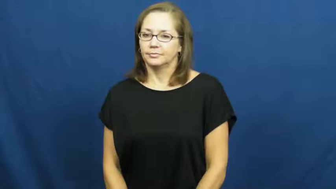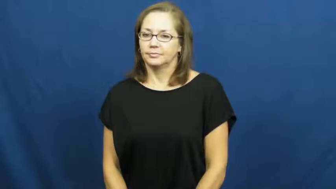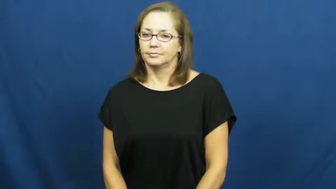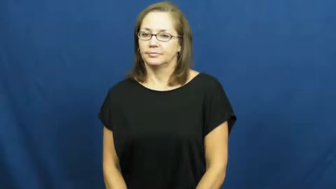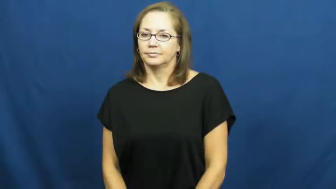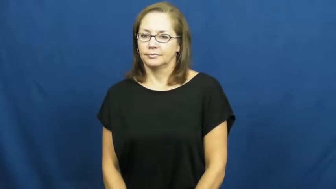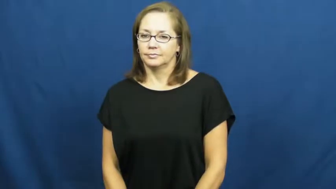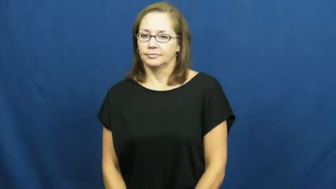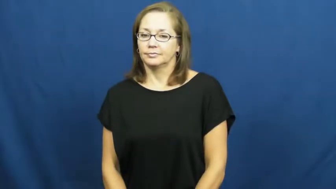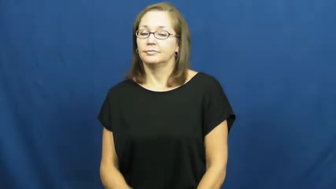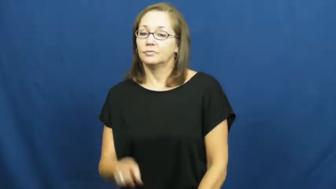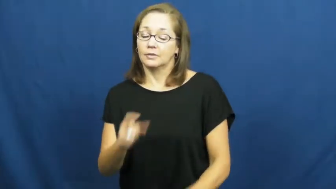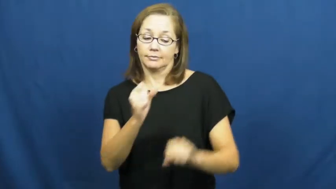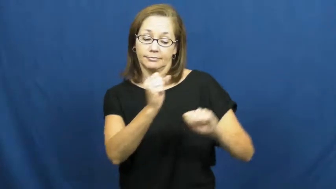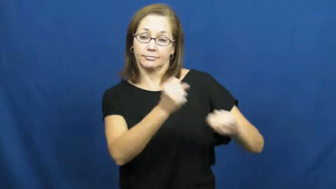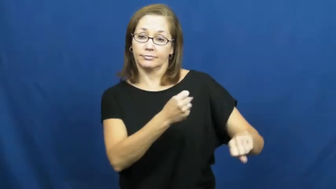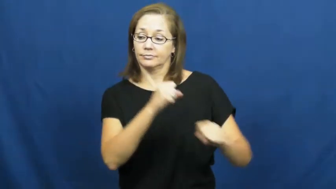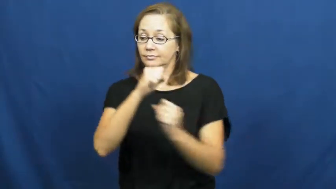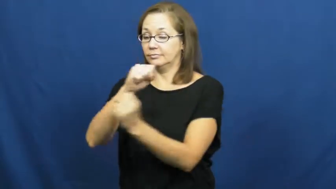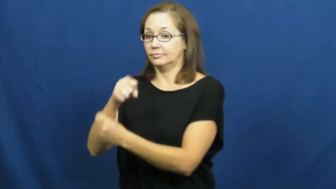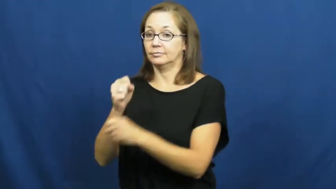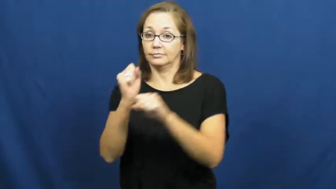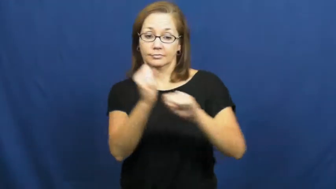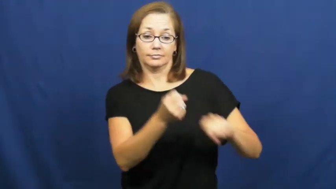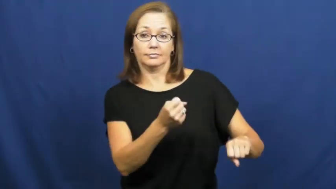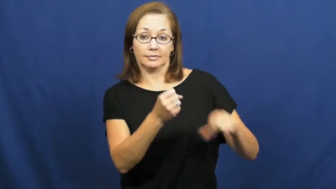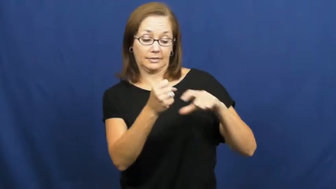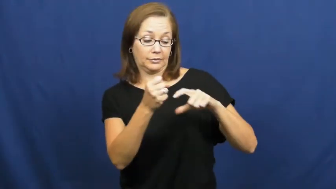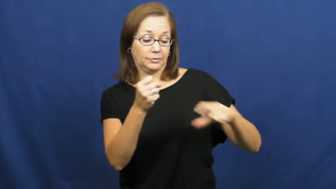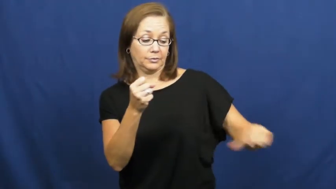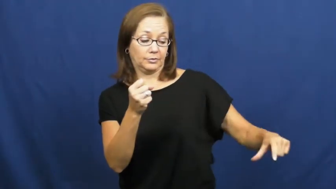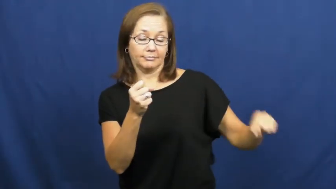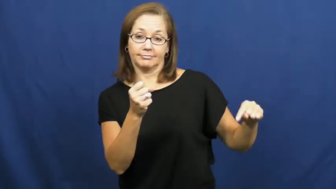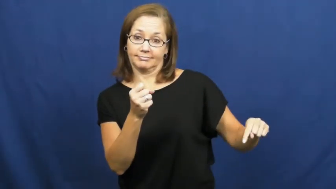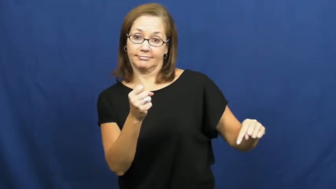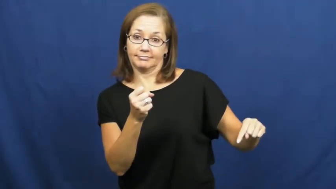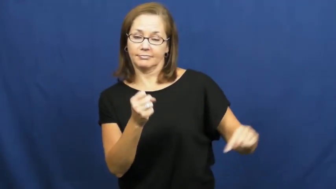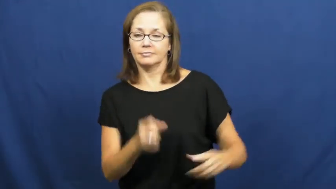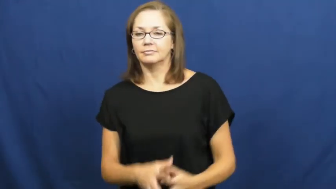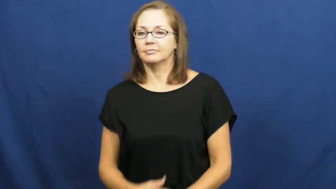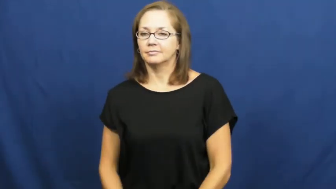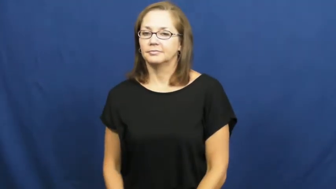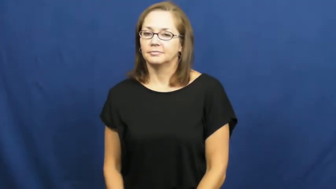paddle-boat